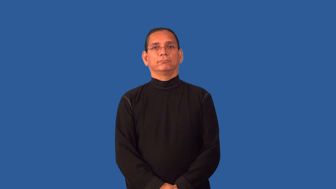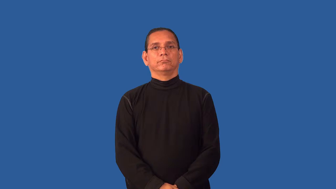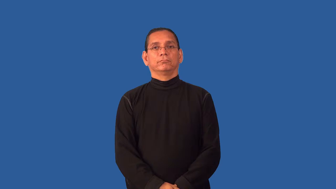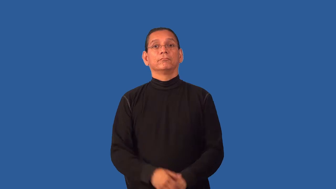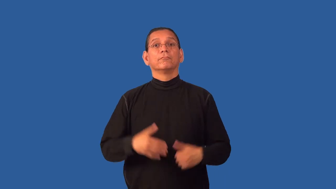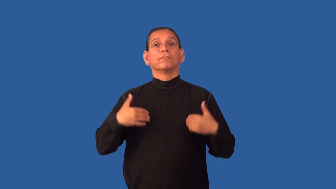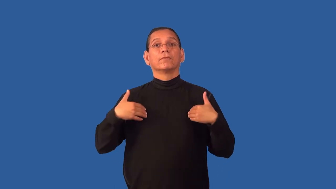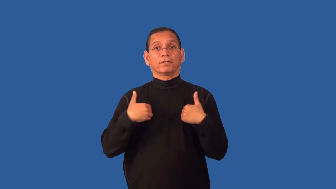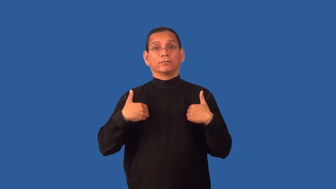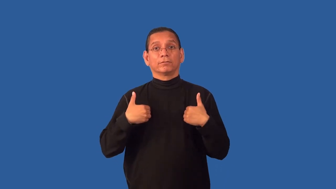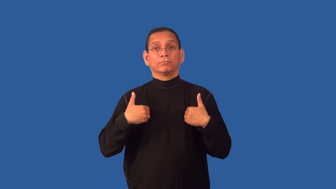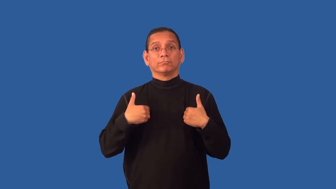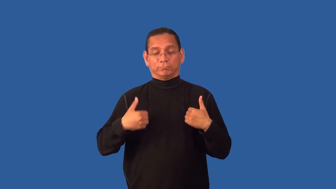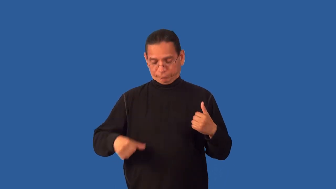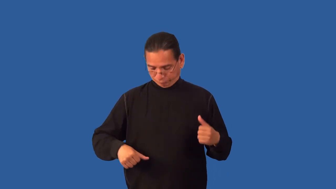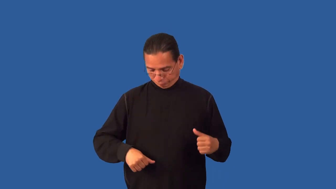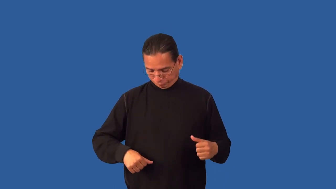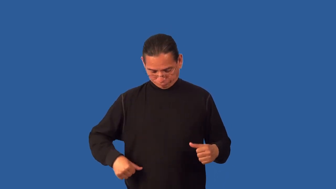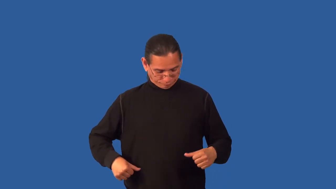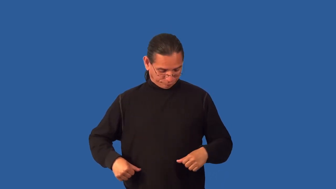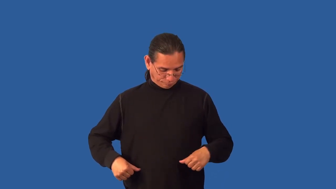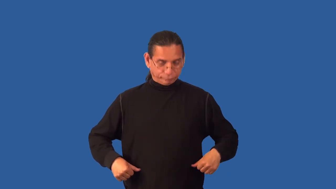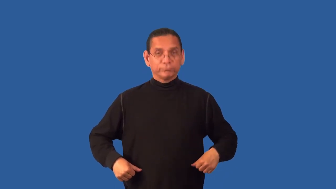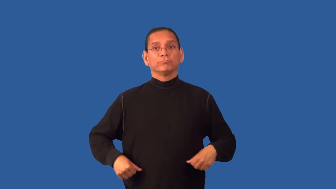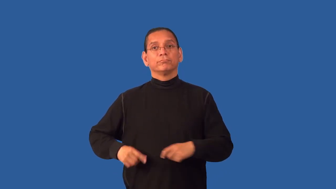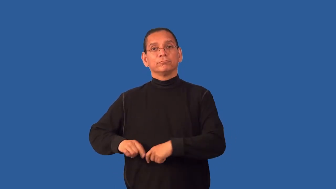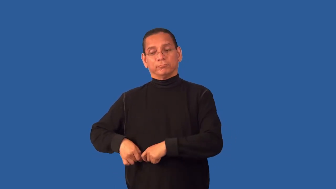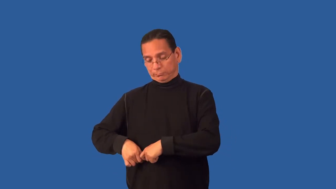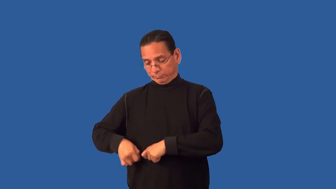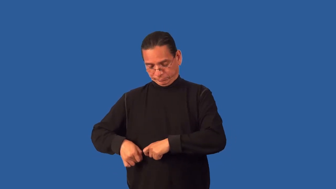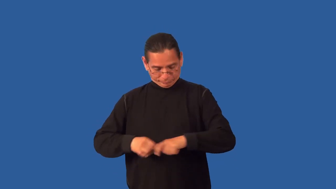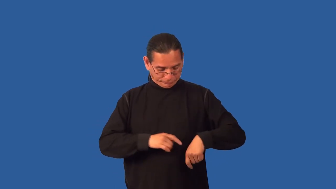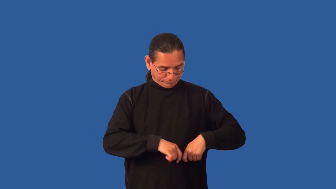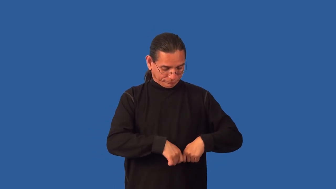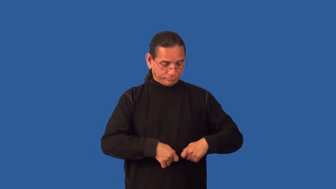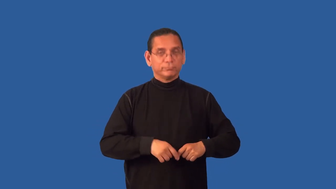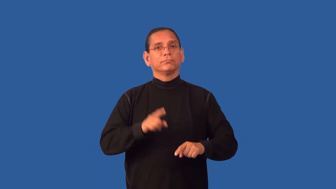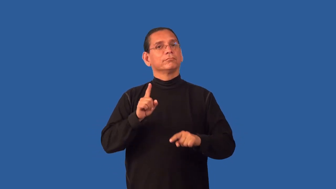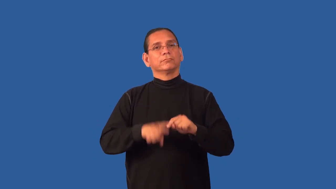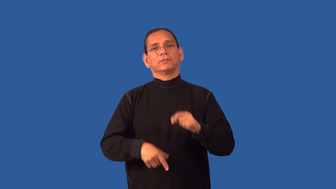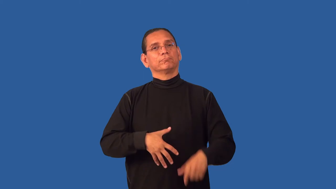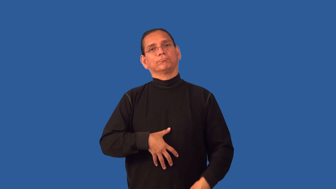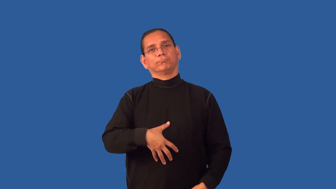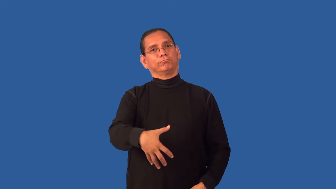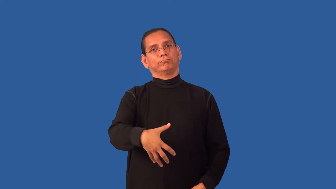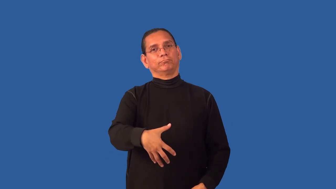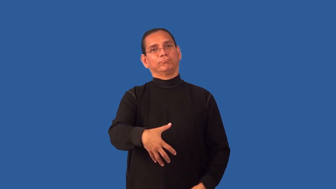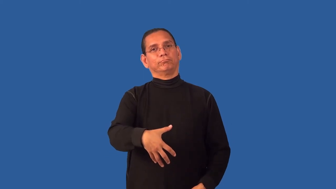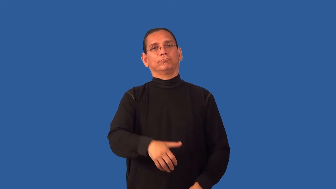fix,spay-animal